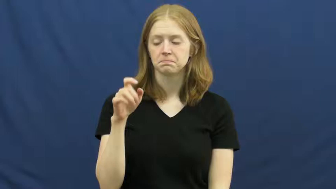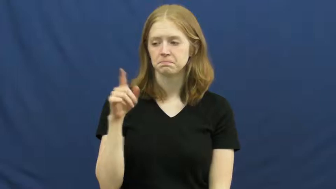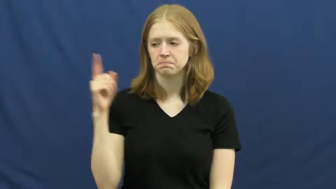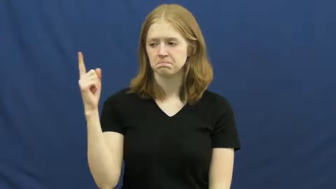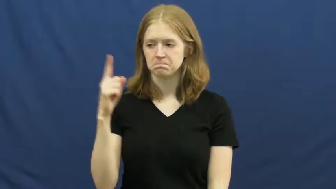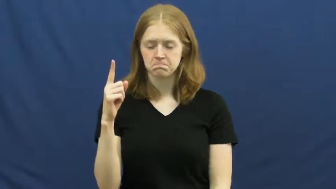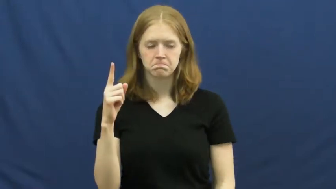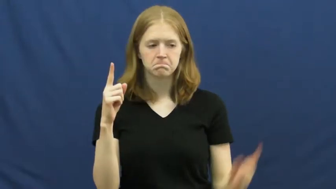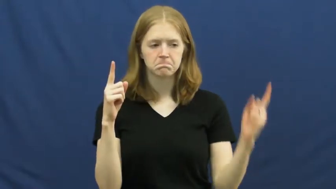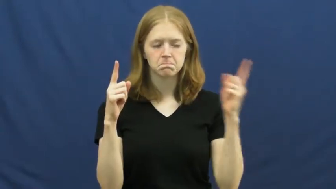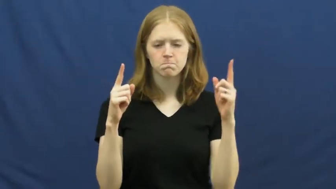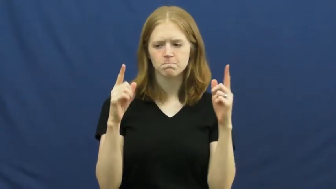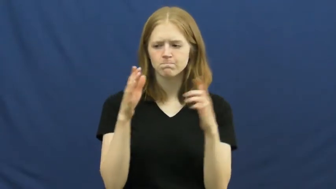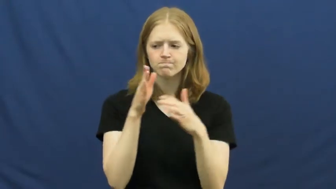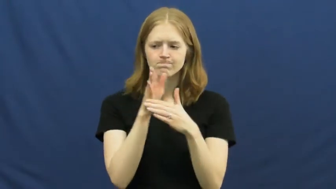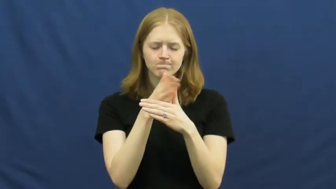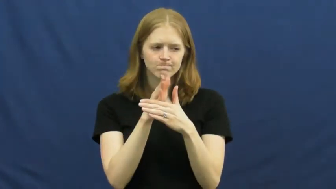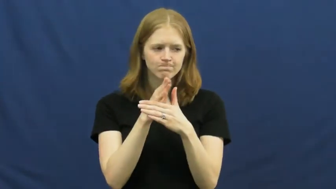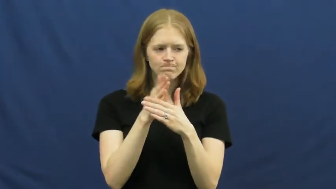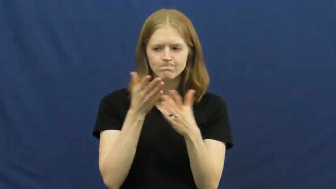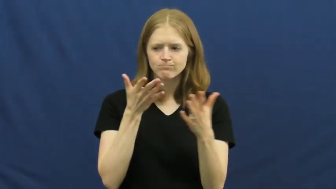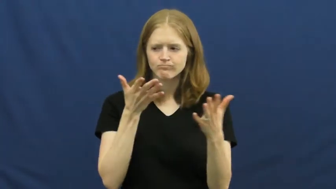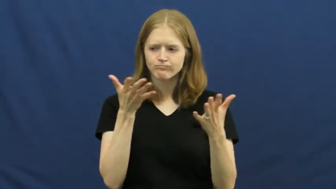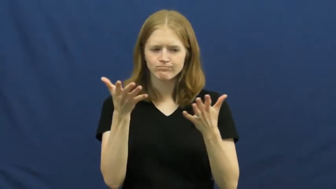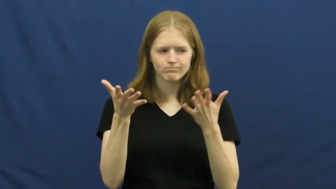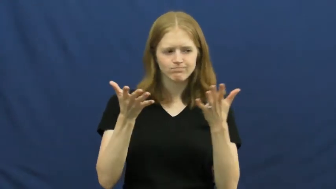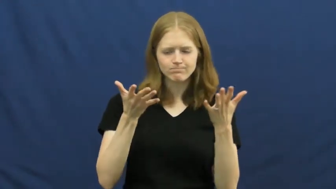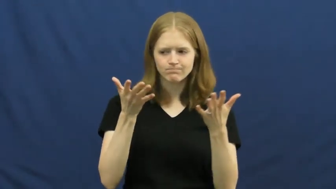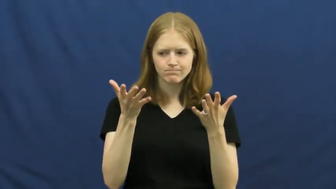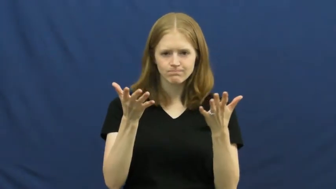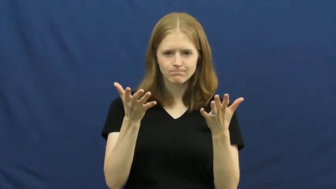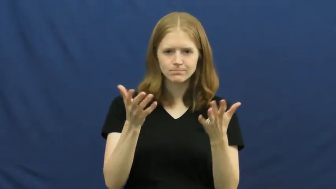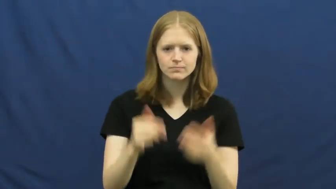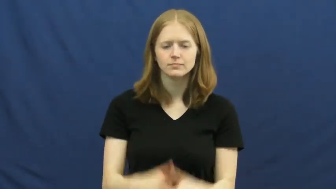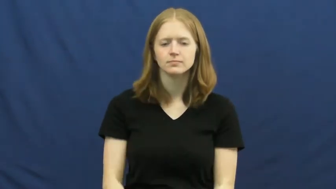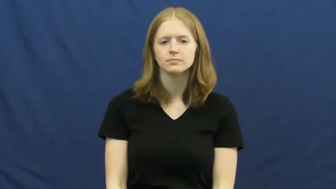moderate-discussion